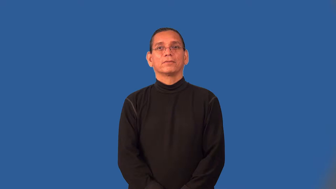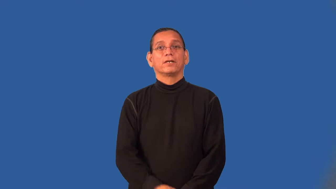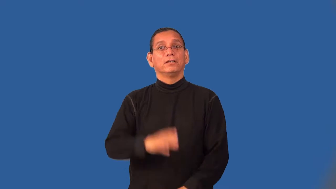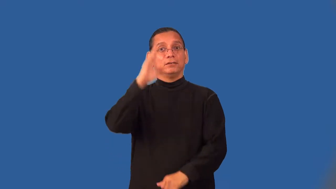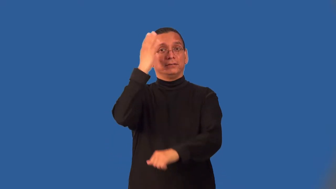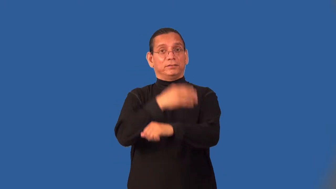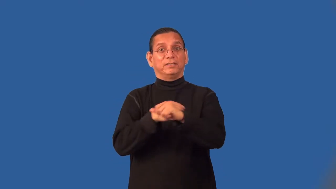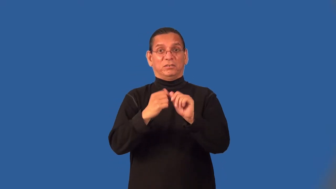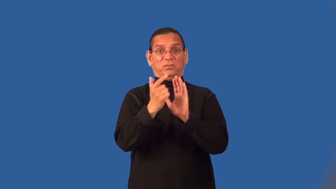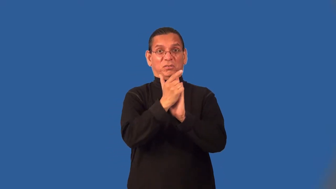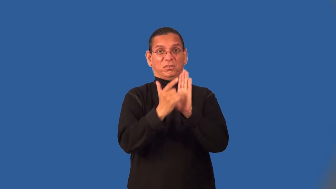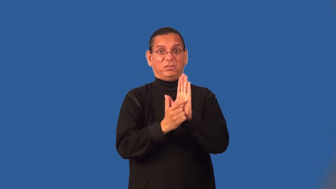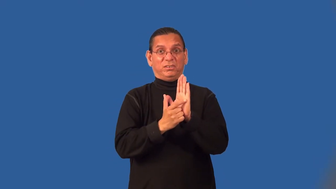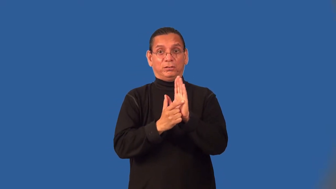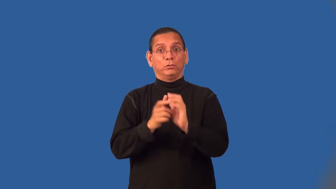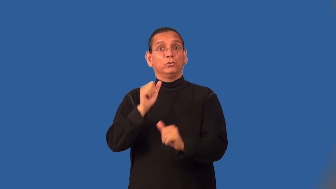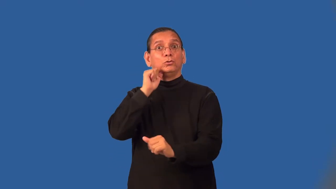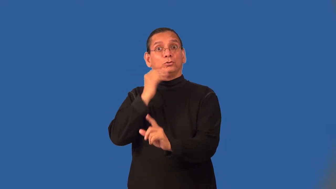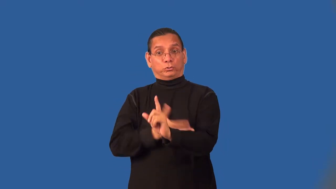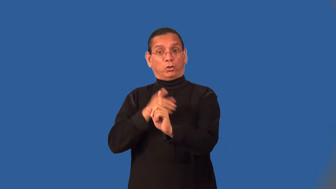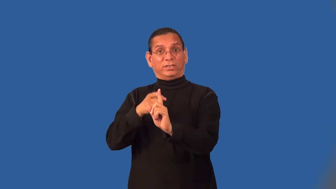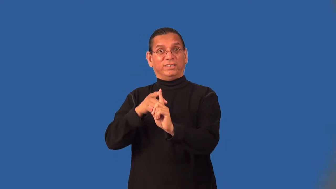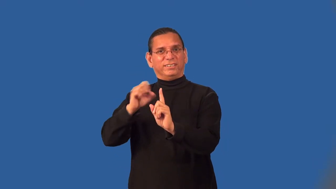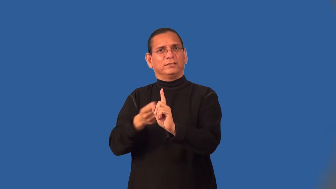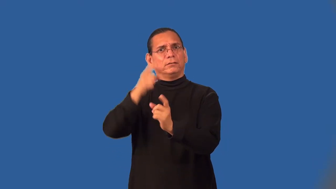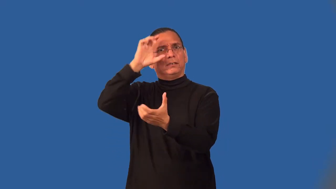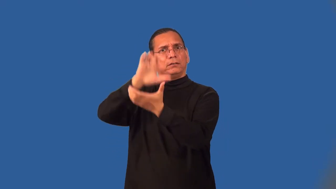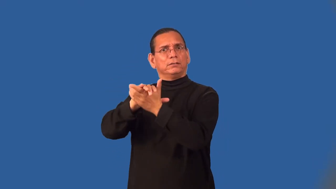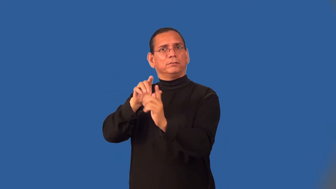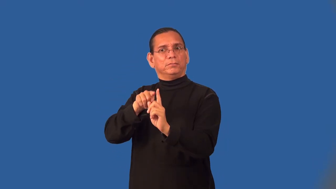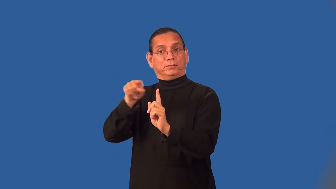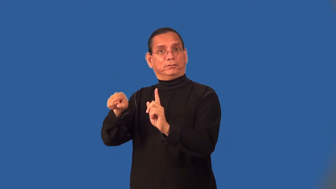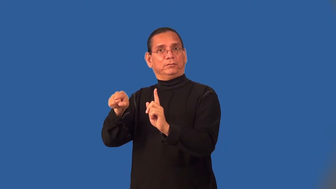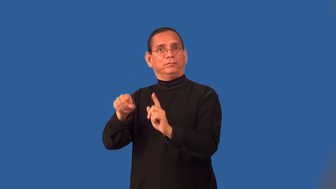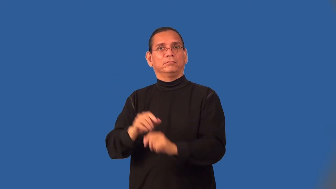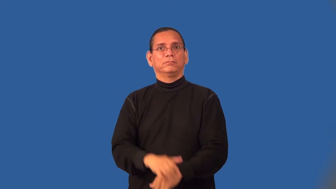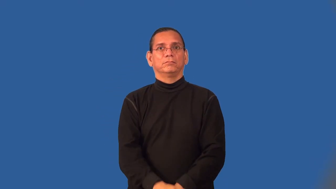son-in-law